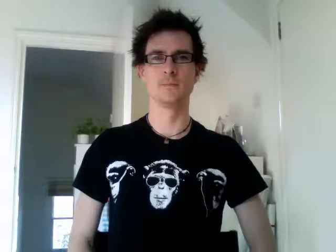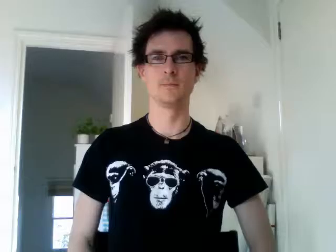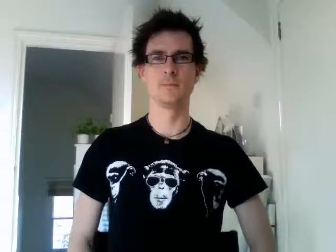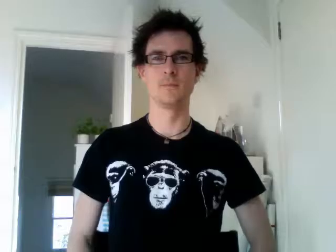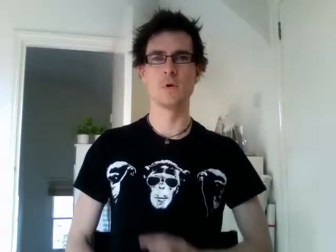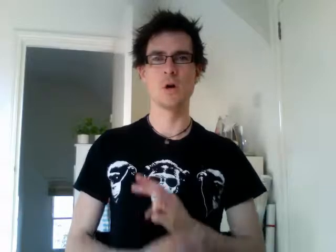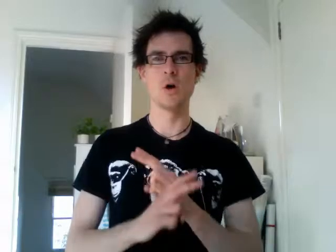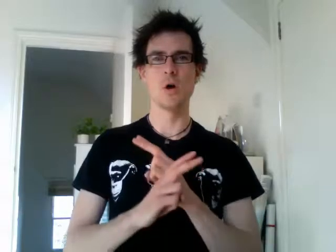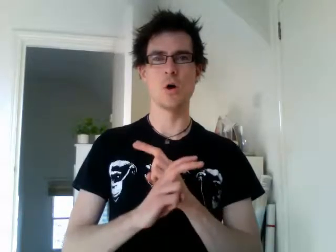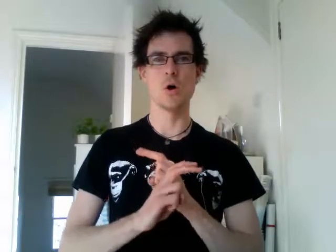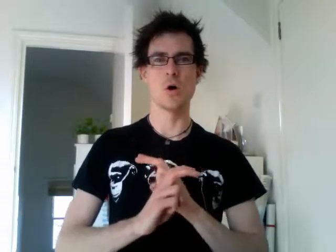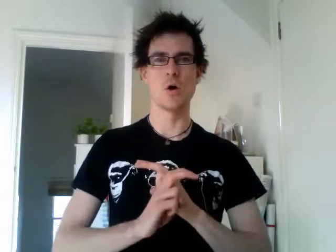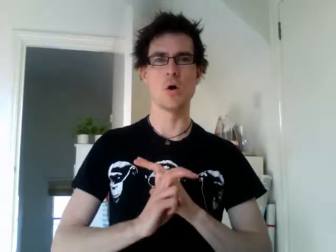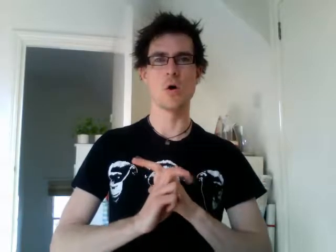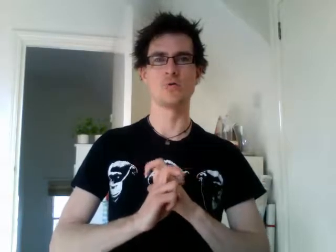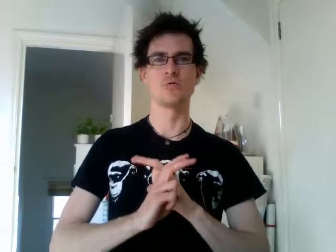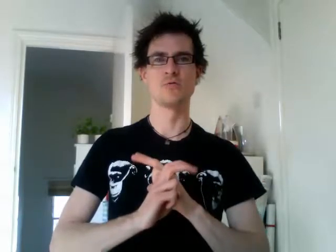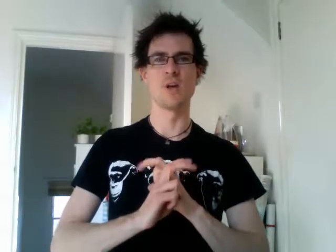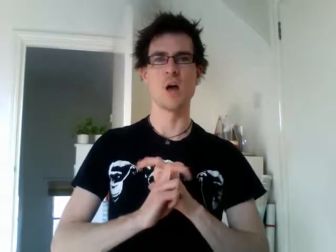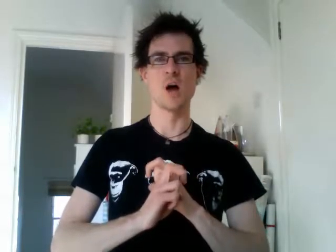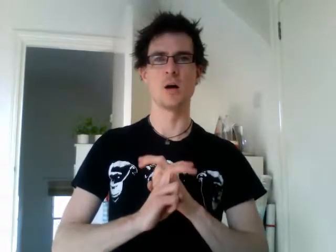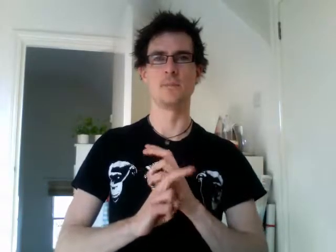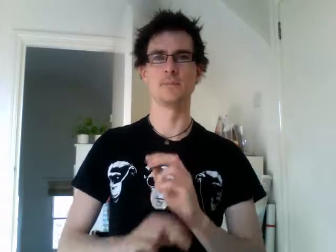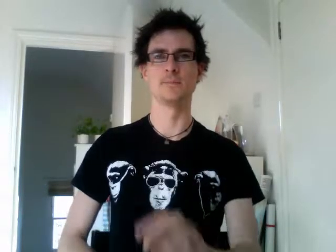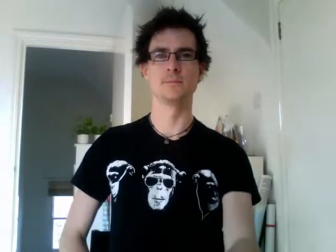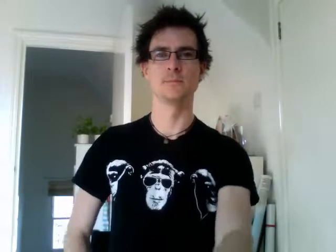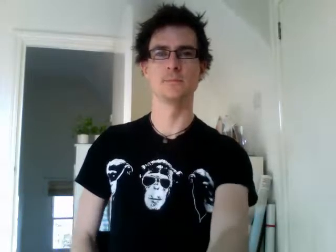austria